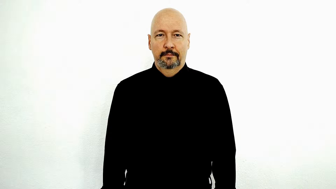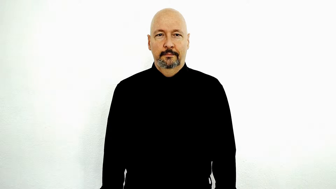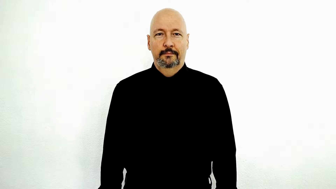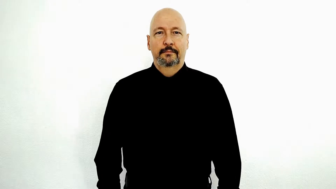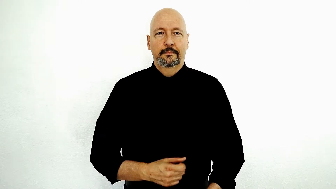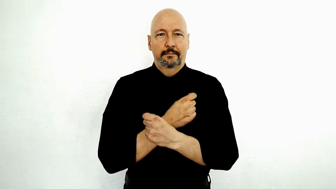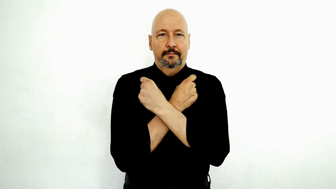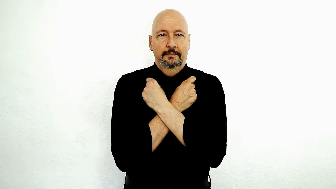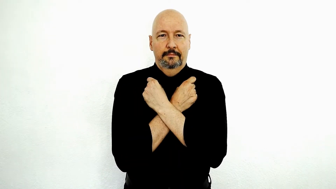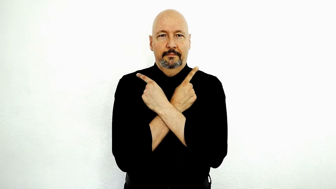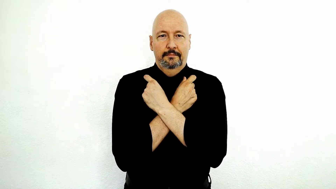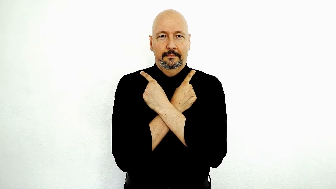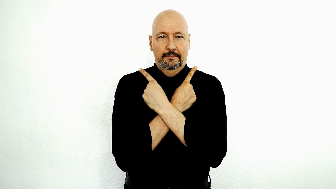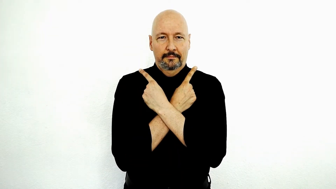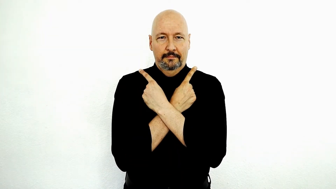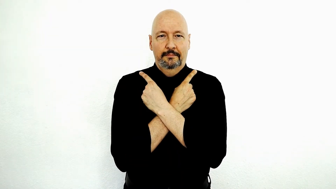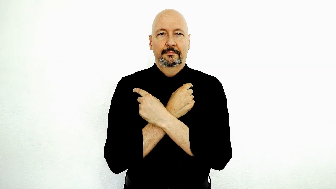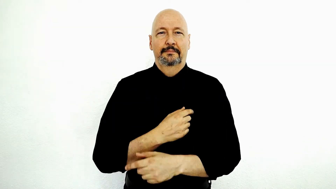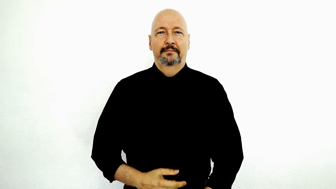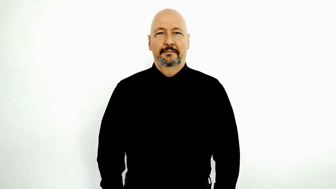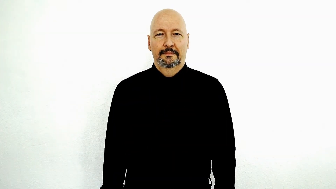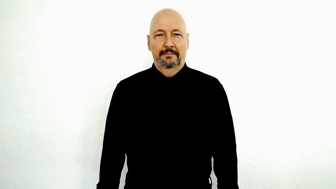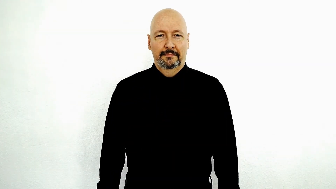bat-[animal]